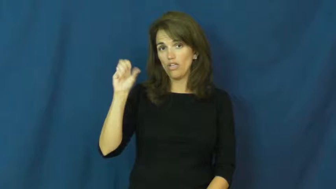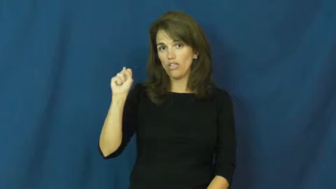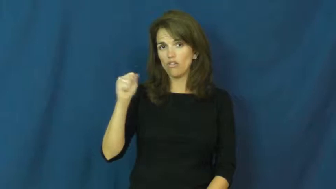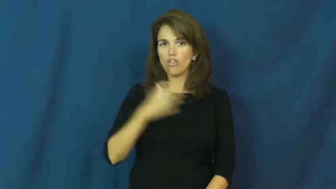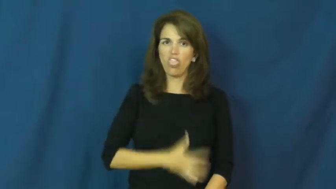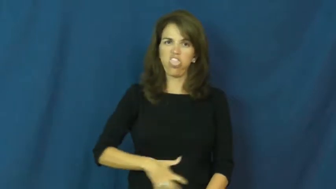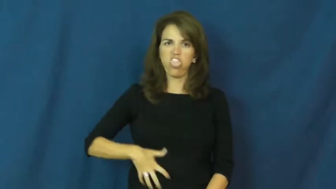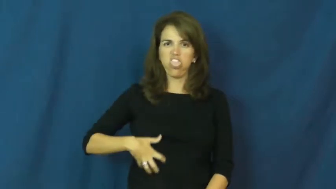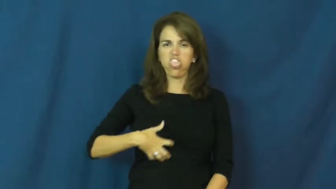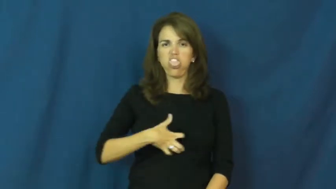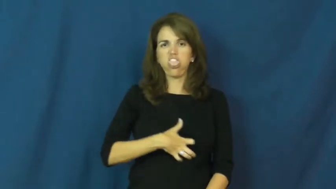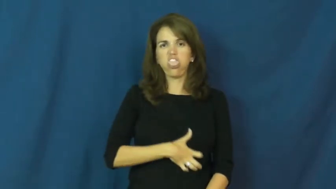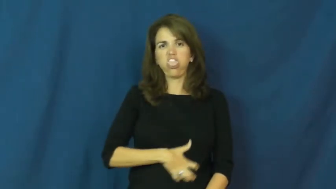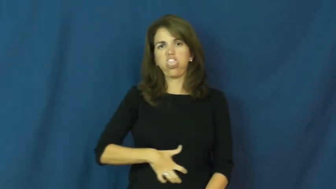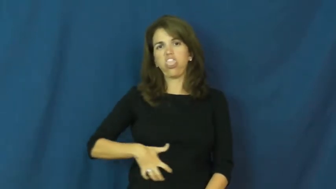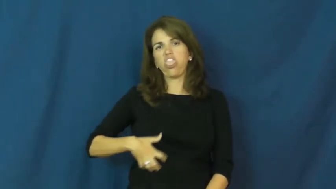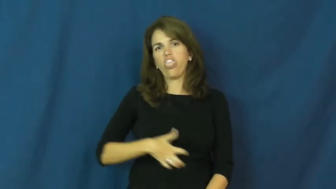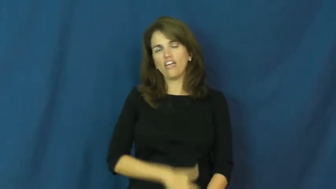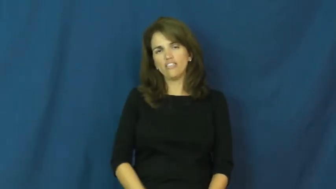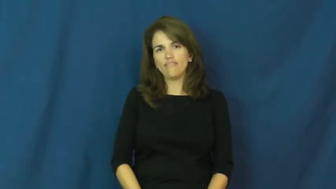nauseous,bilious,dyspepsia,qualmish